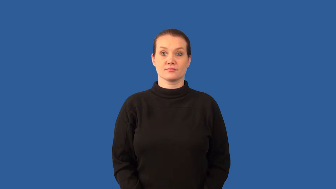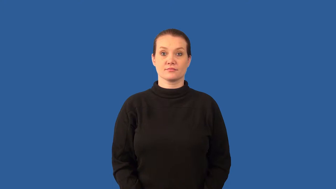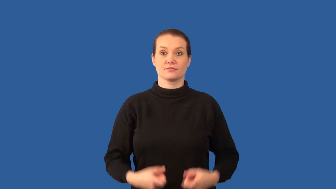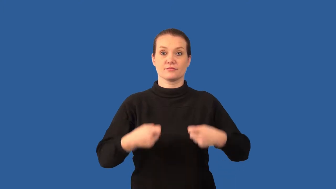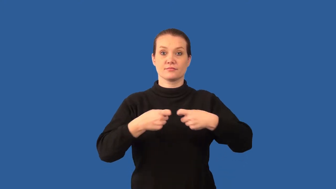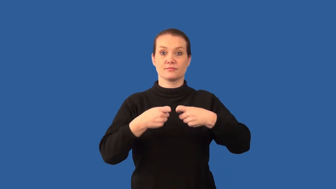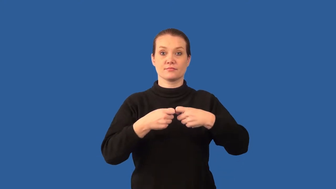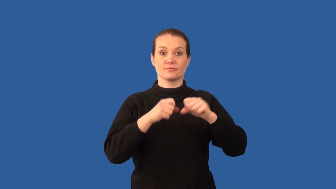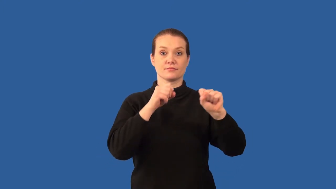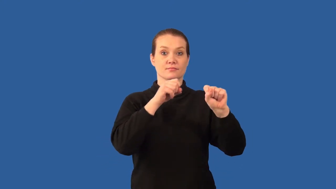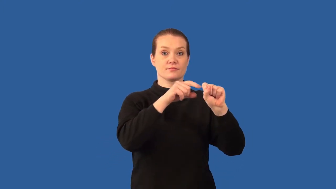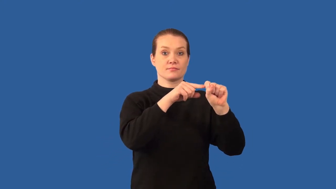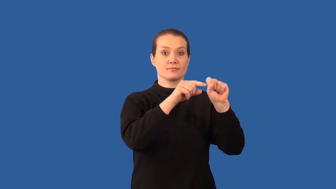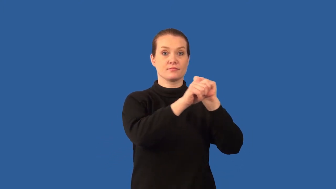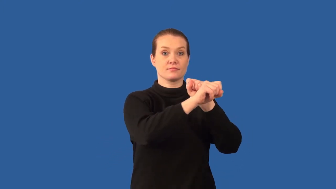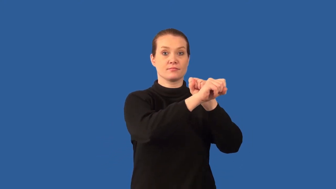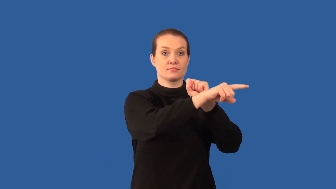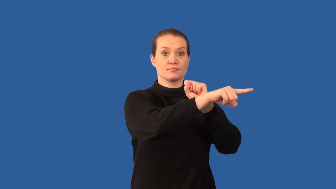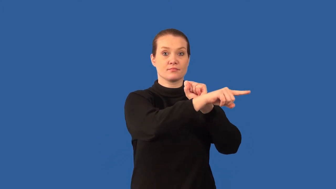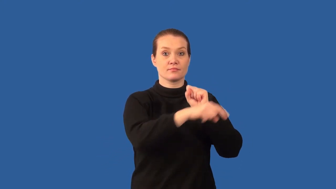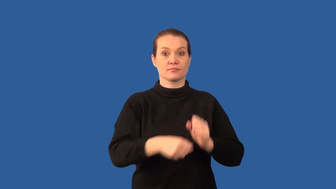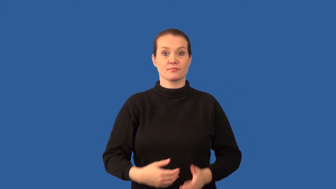diode